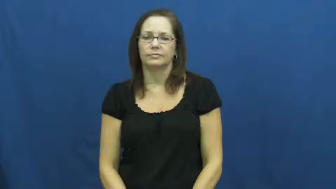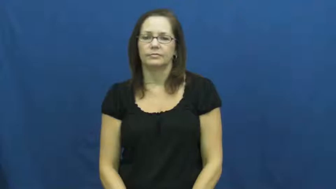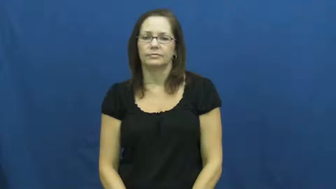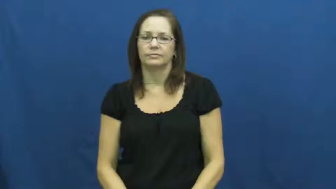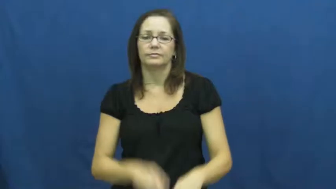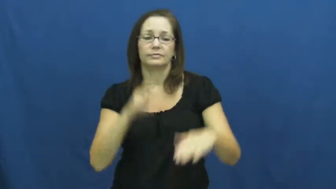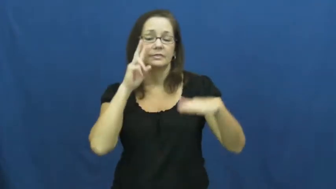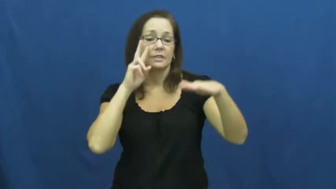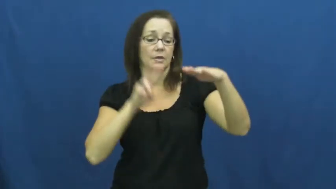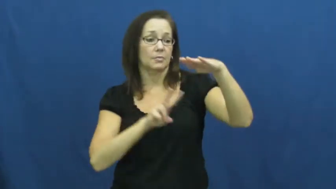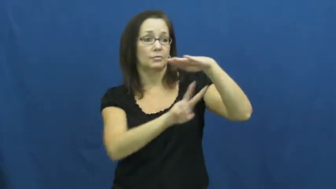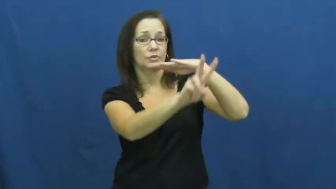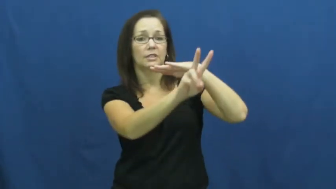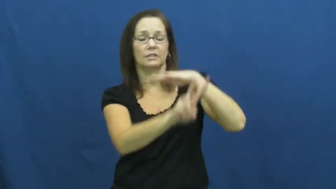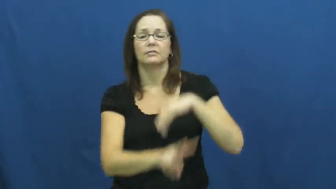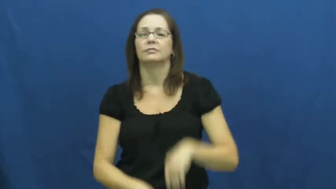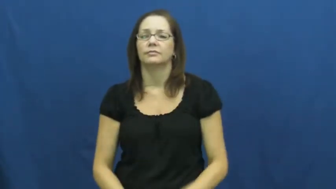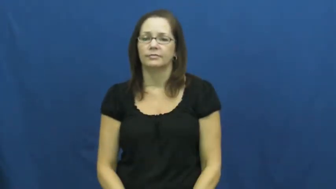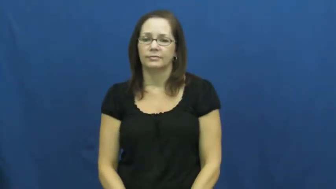forecast